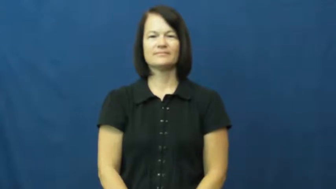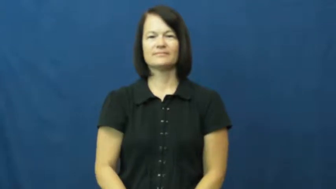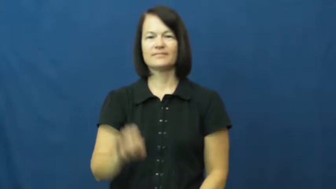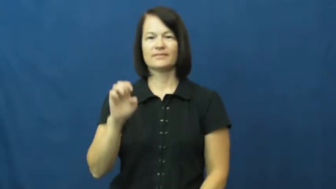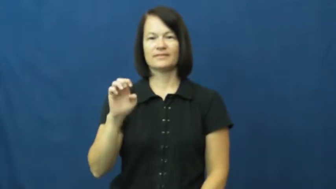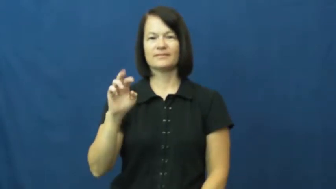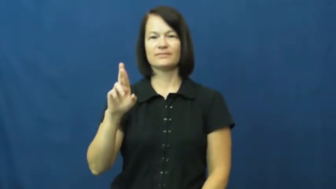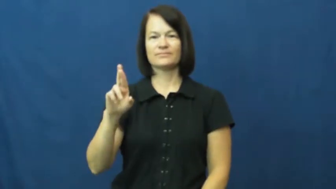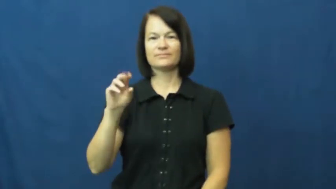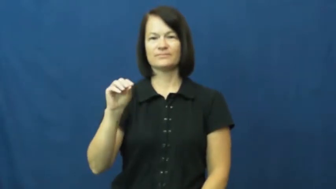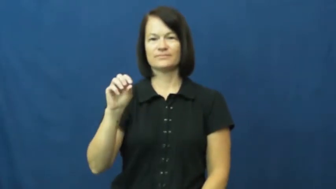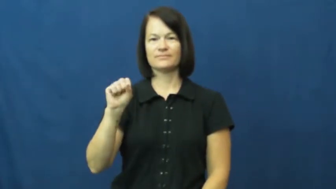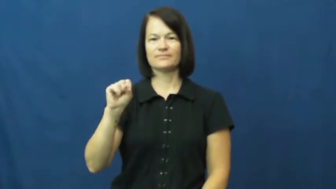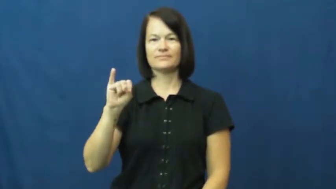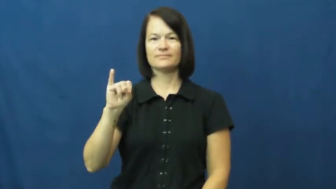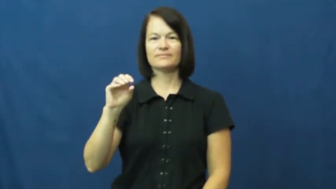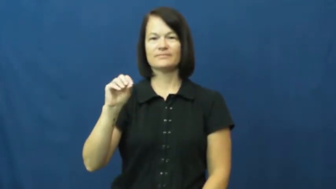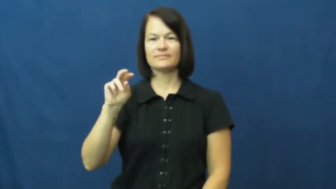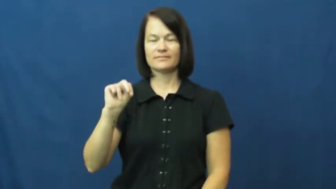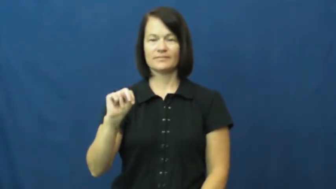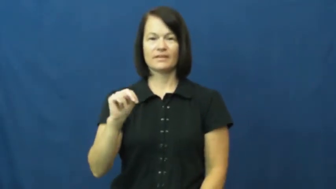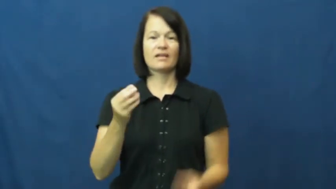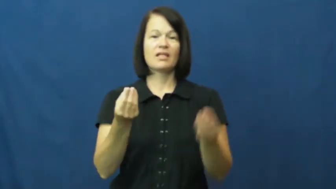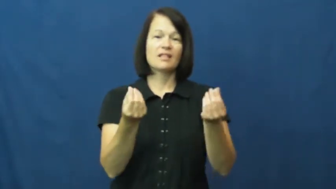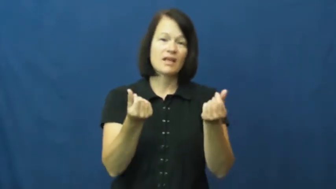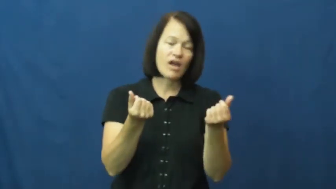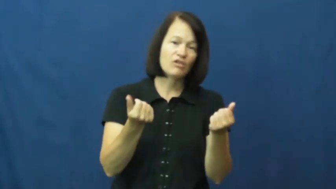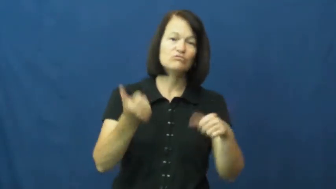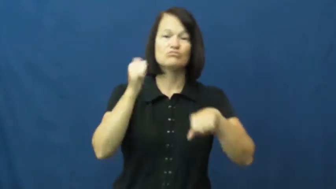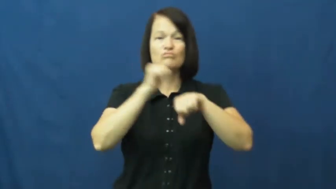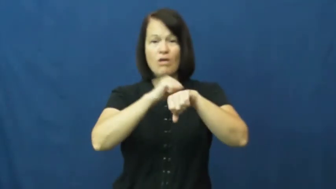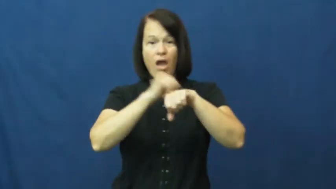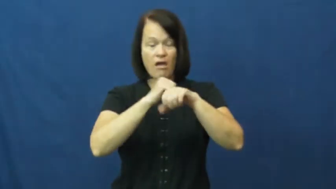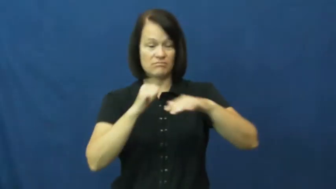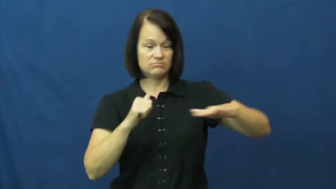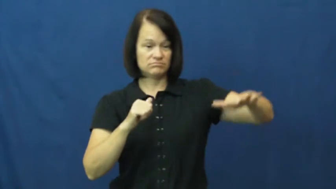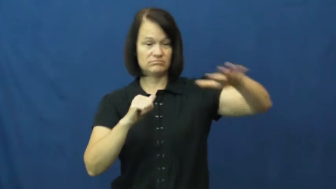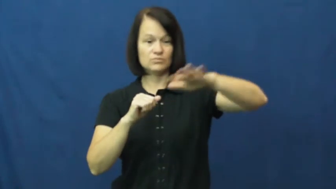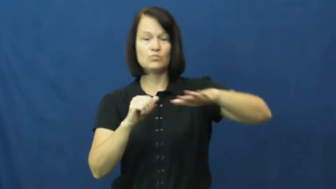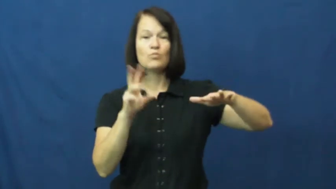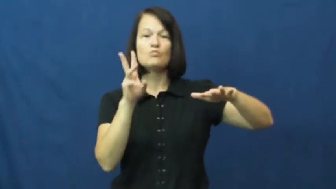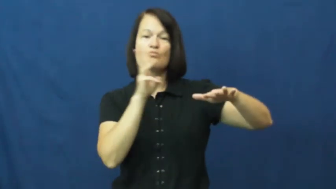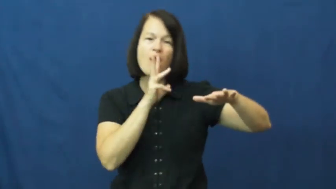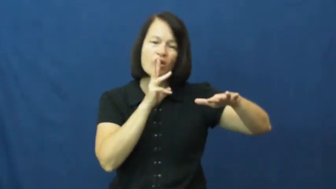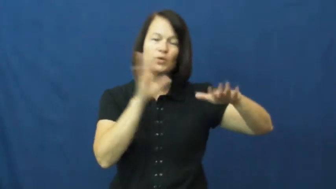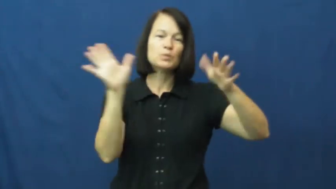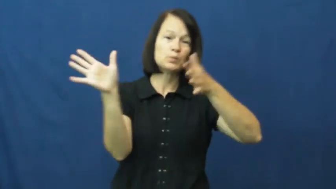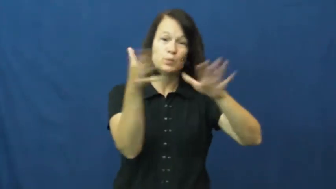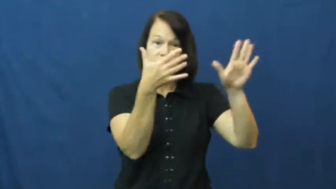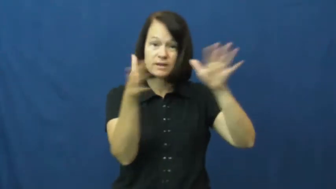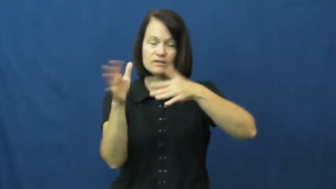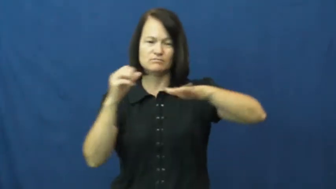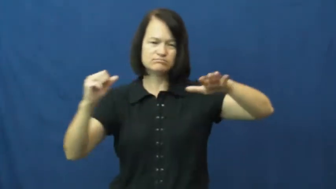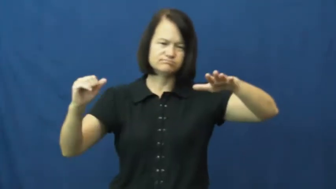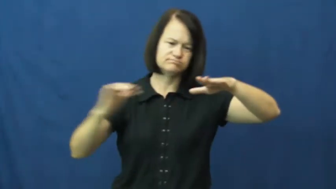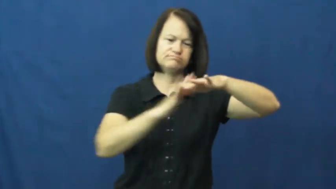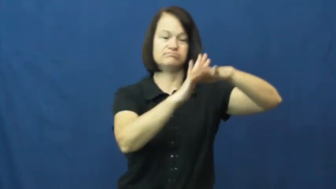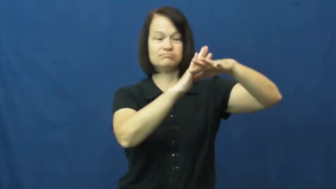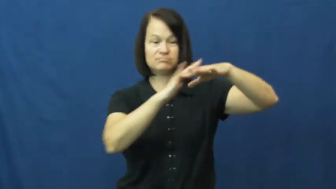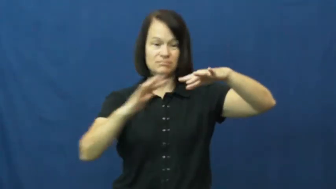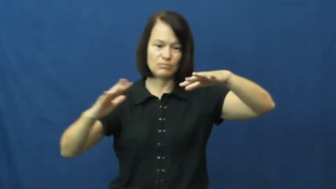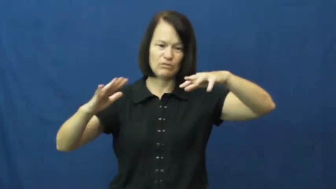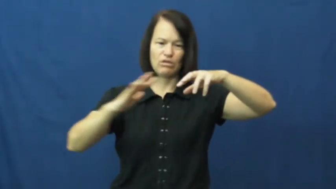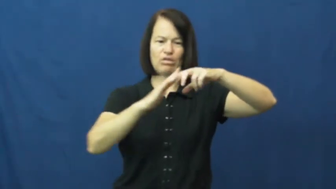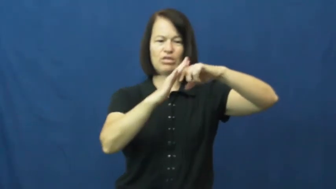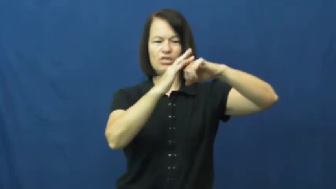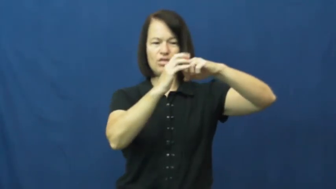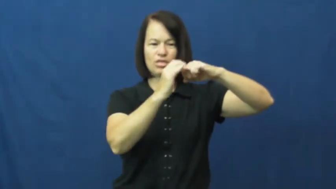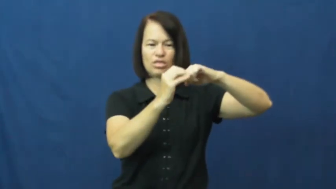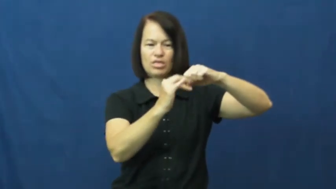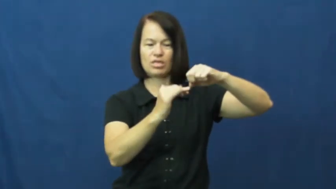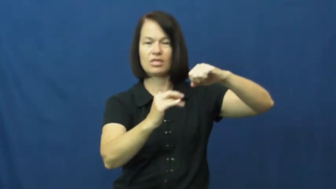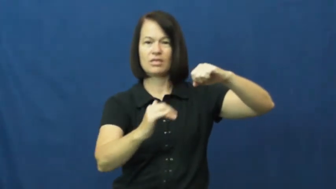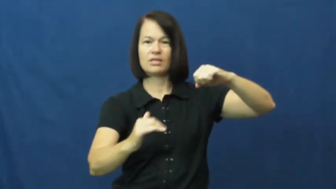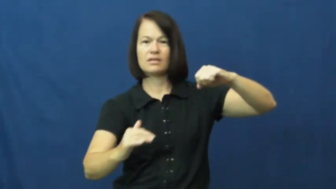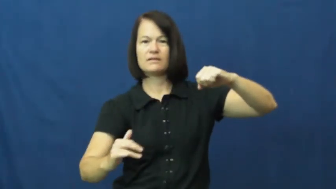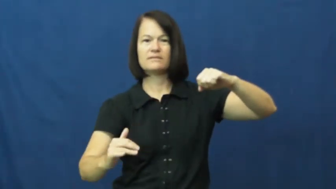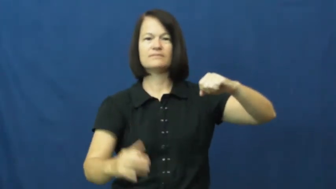erosion